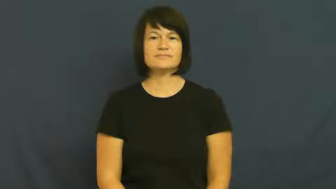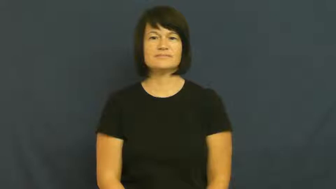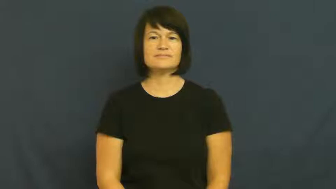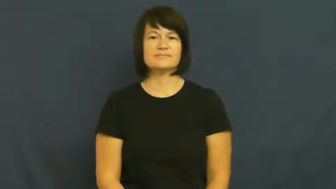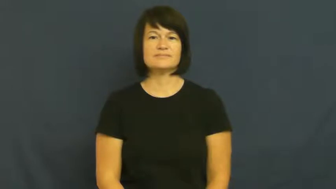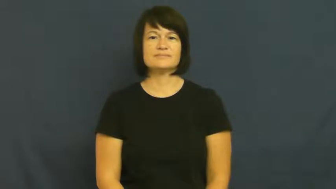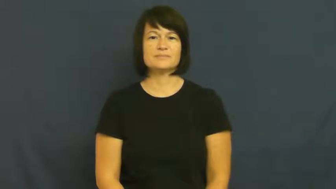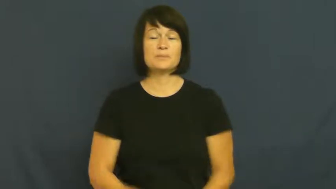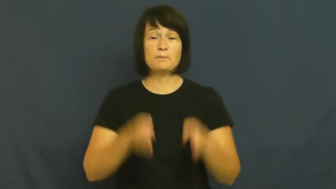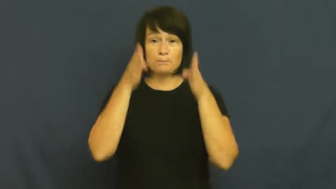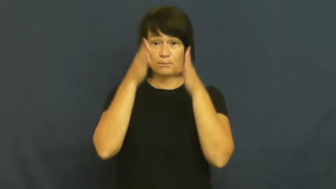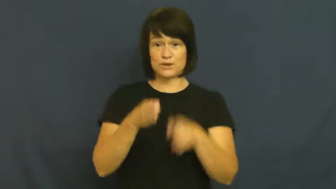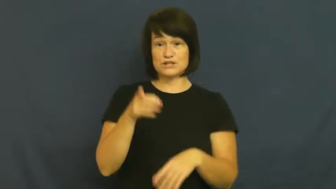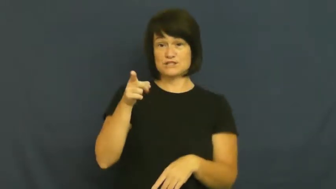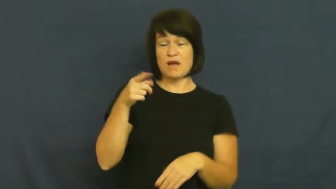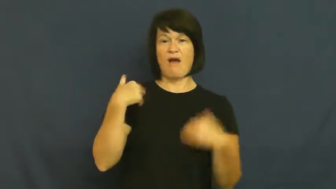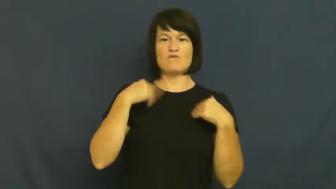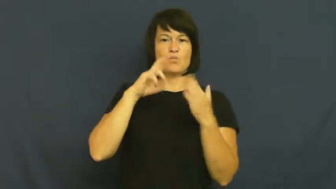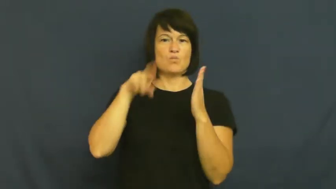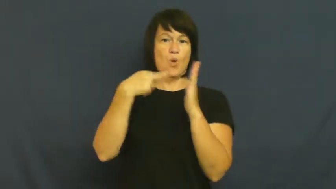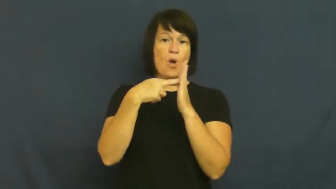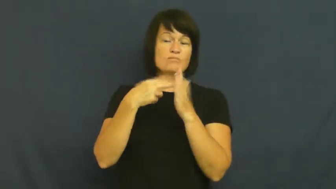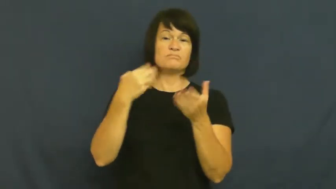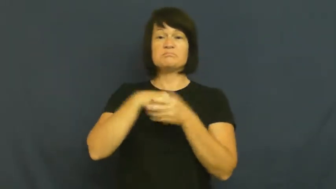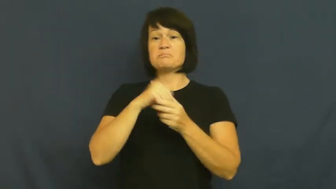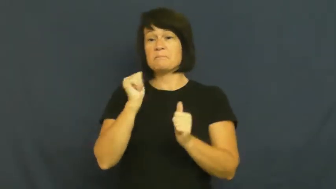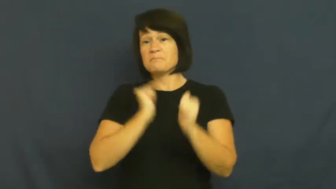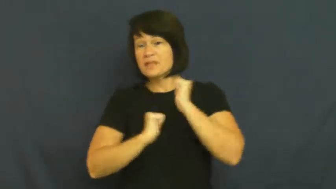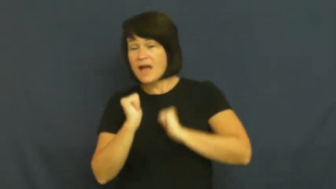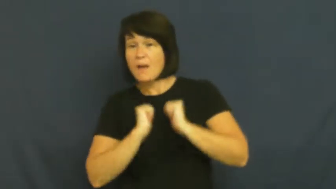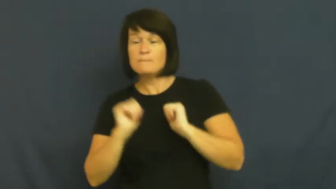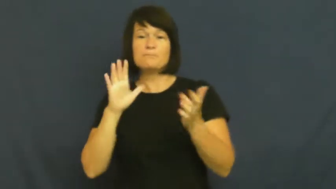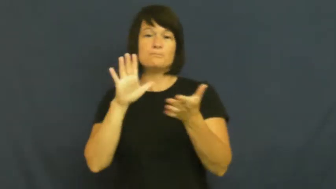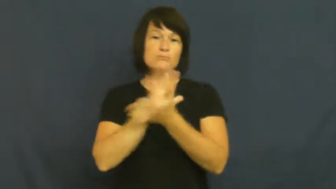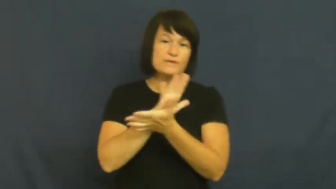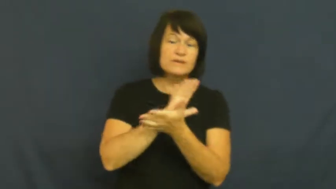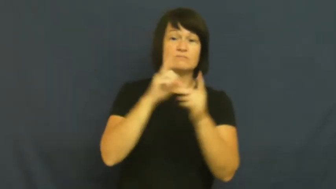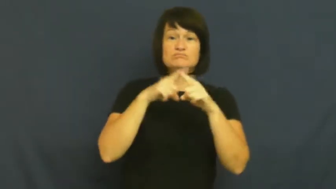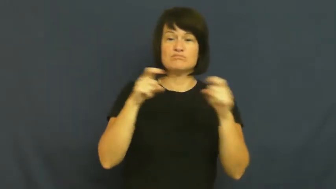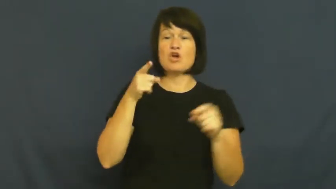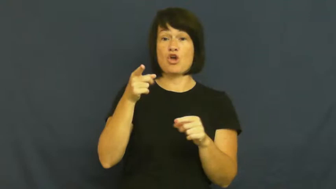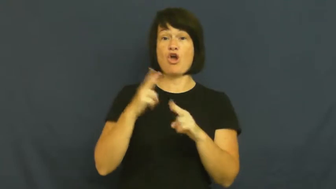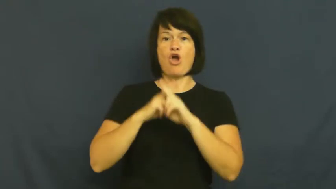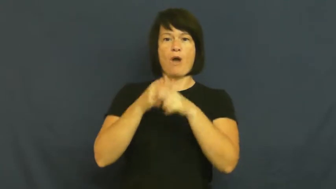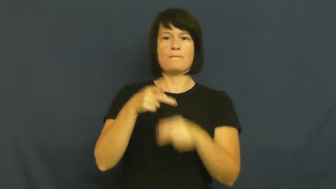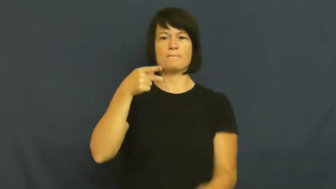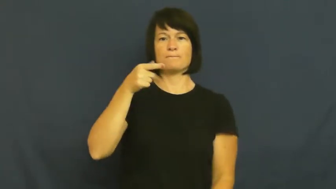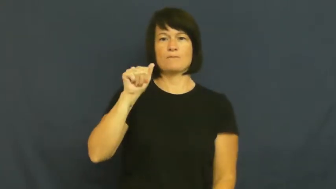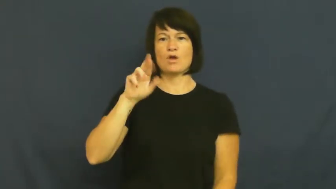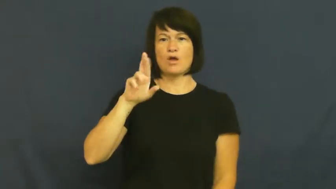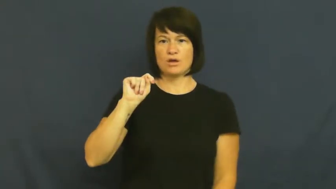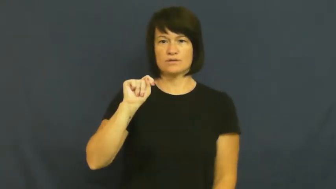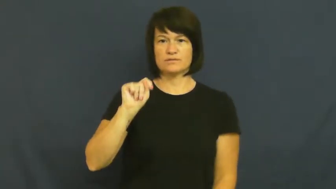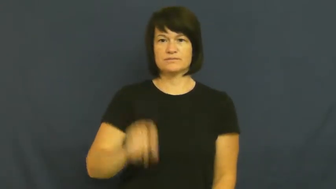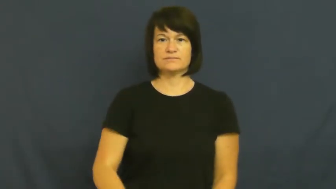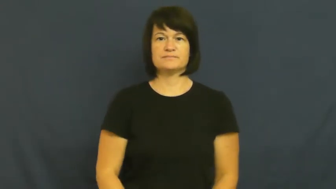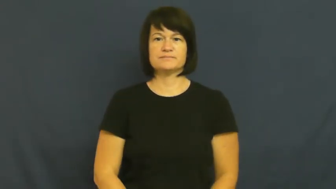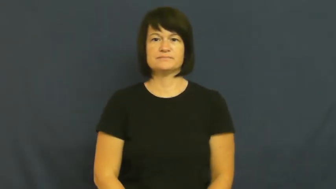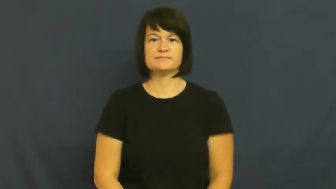part-theatre